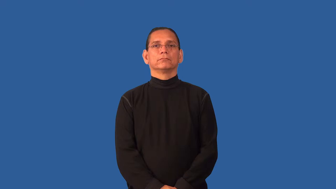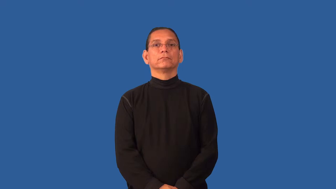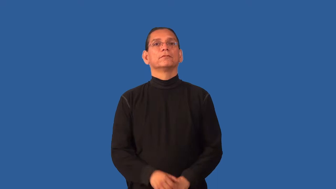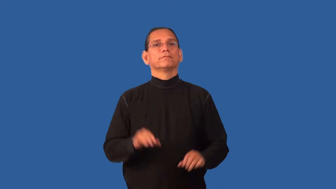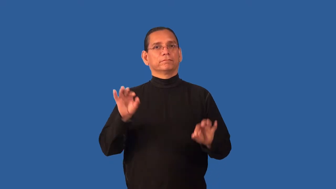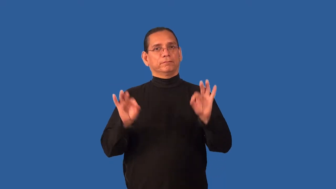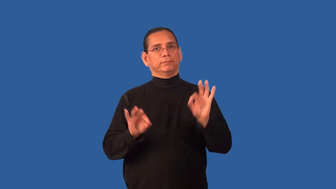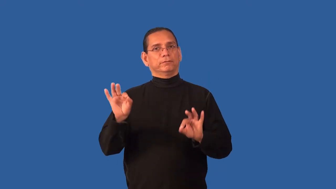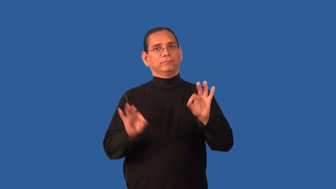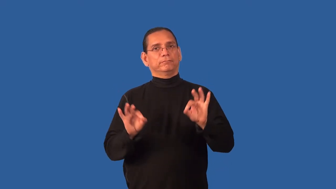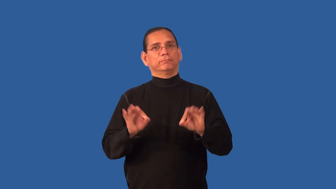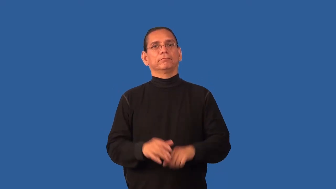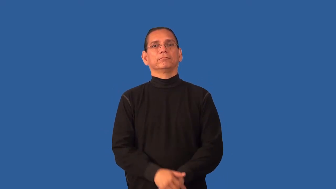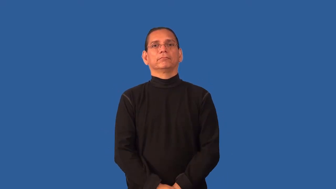feminine-acting